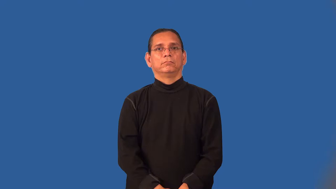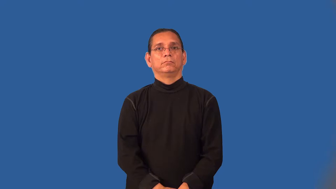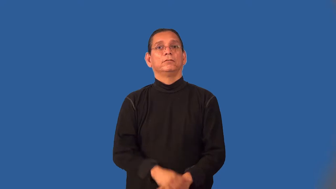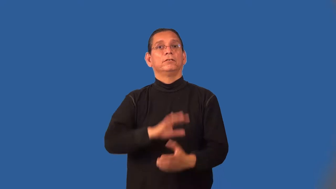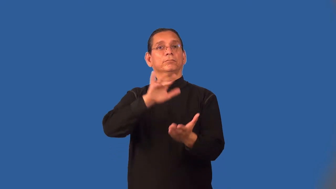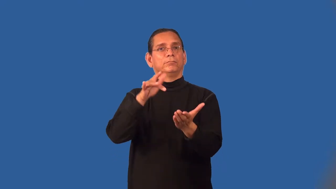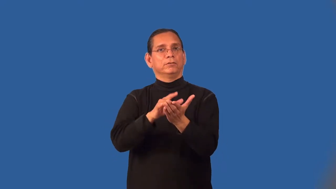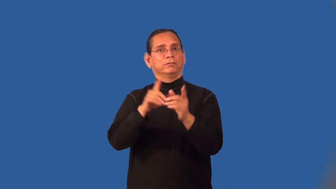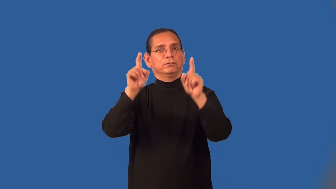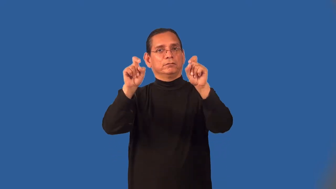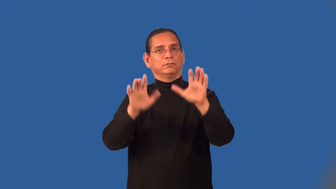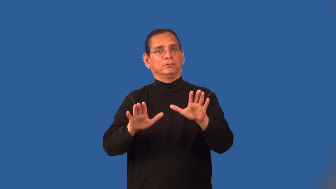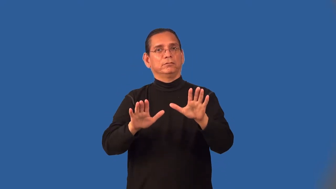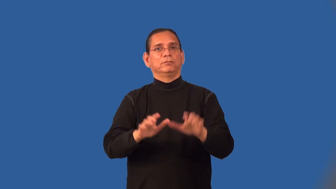midterm-test